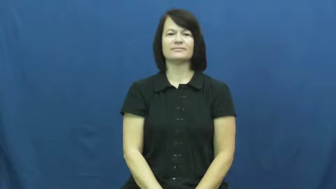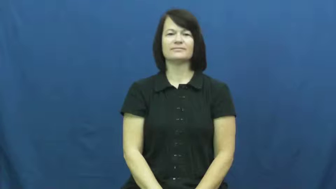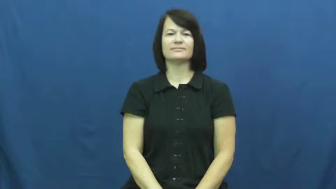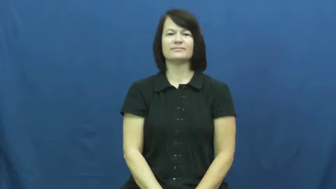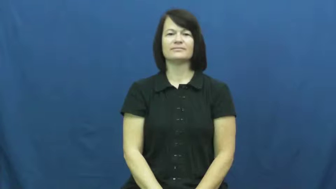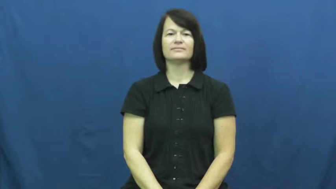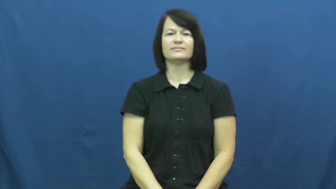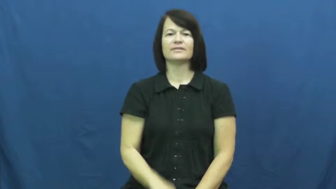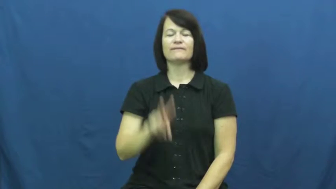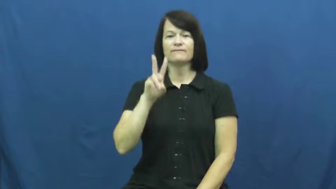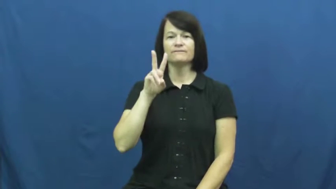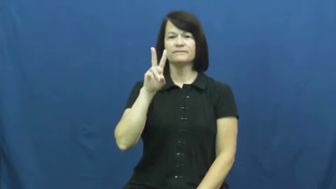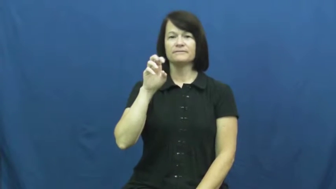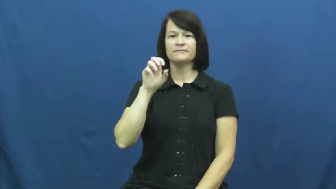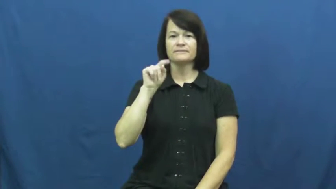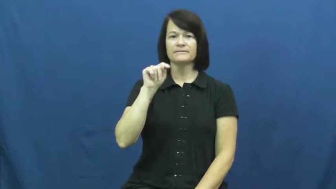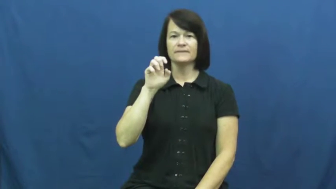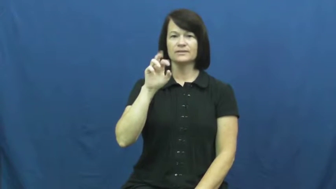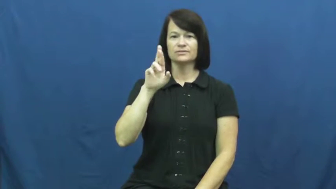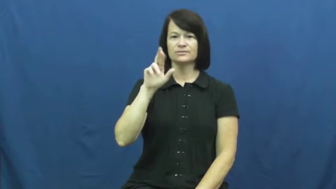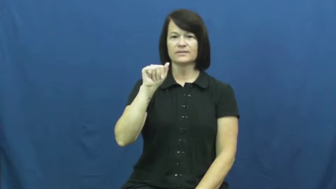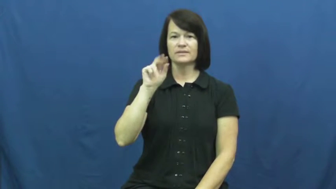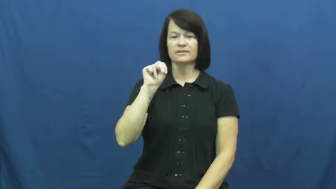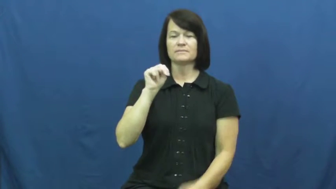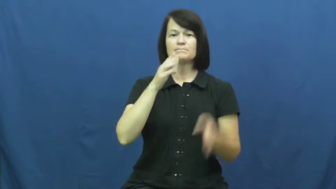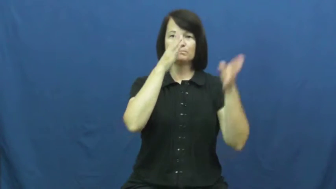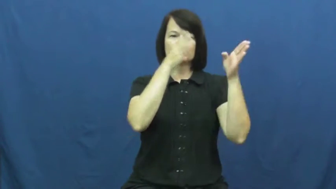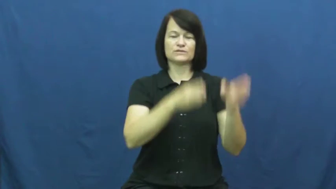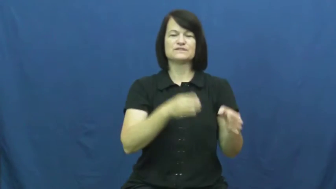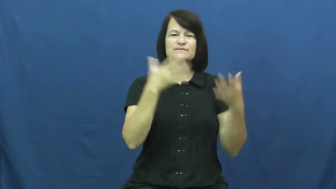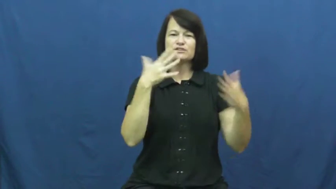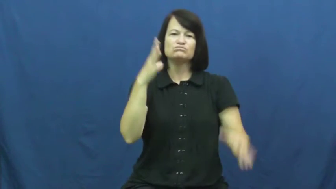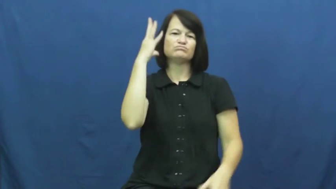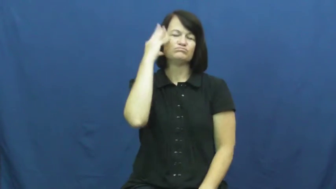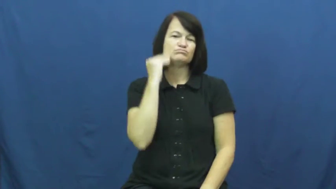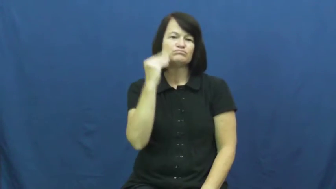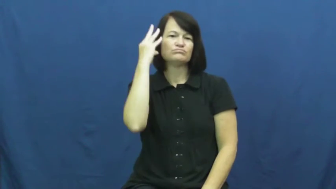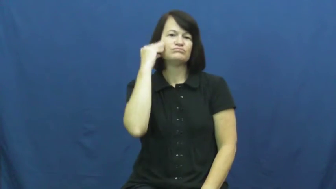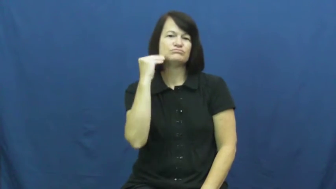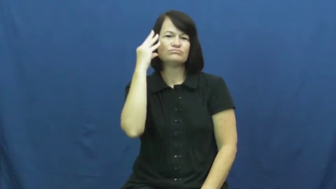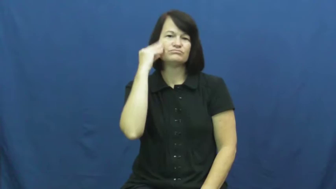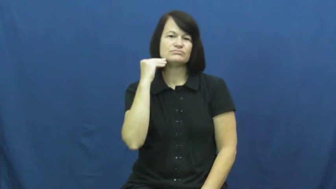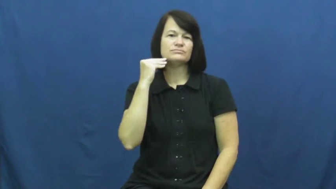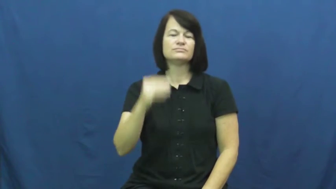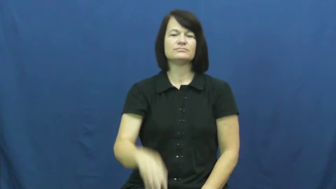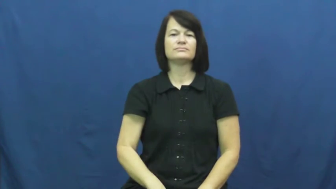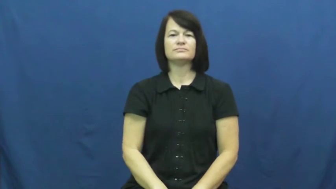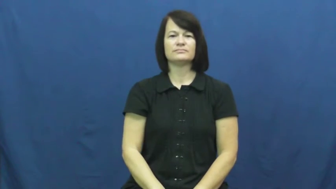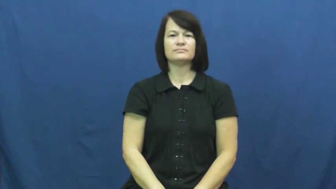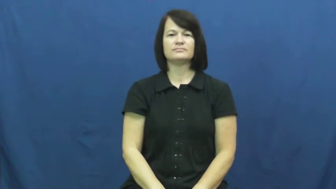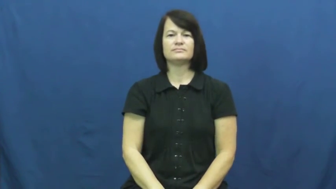veteran-experienced